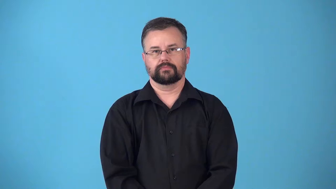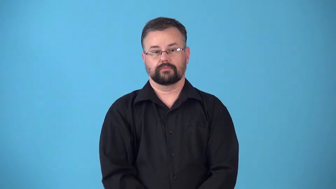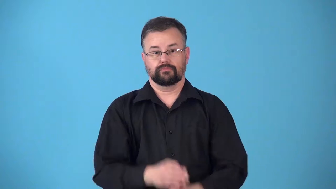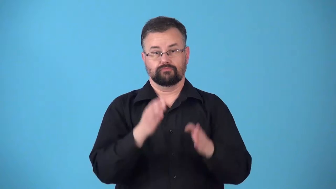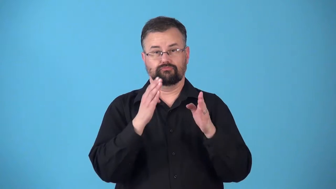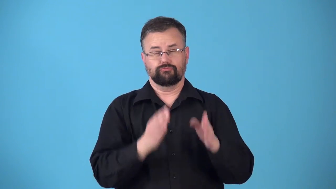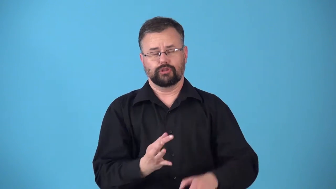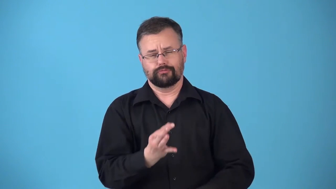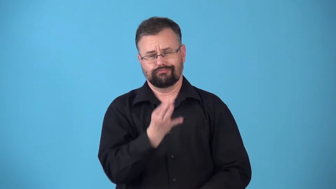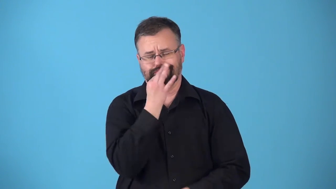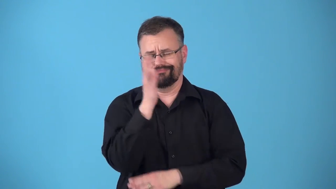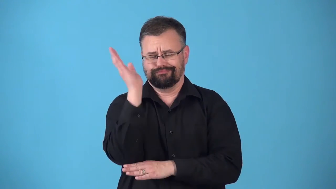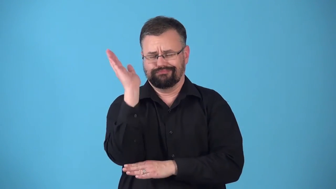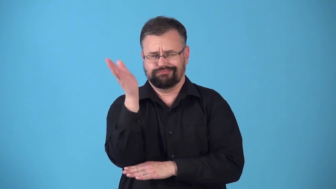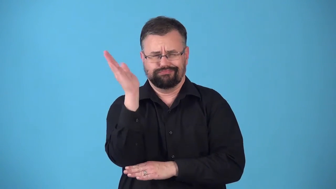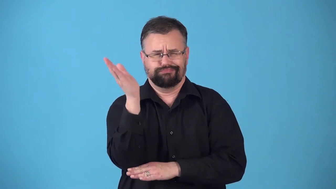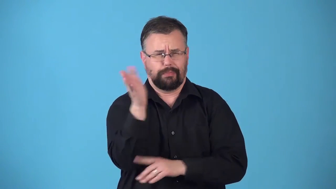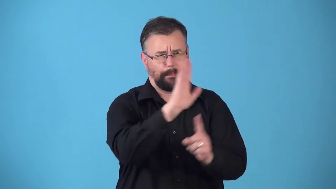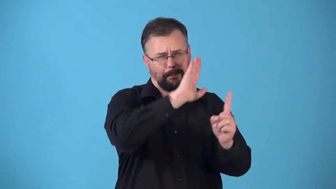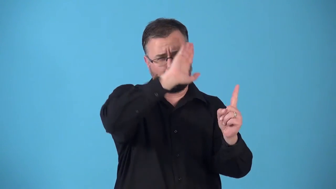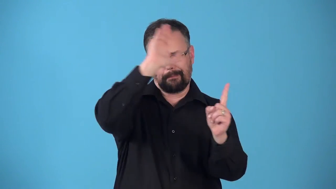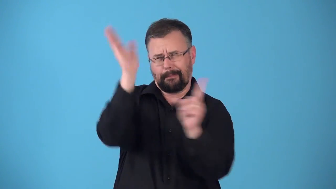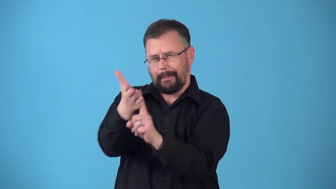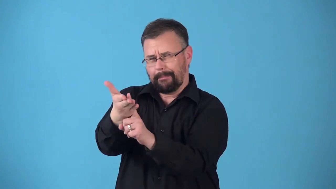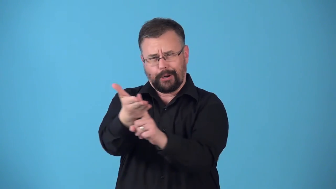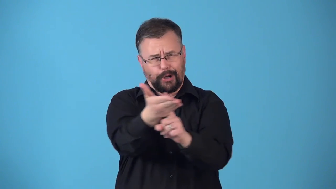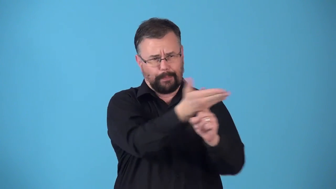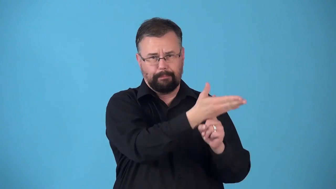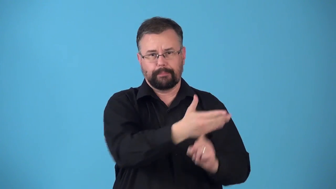rhetorician